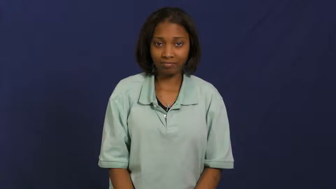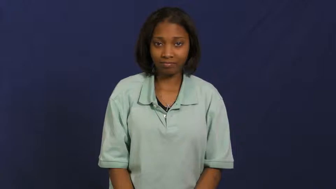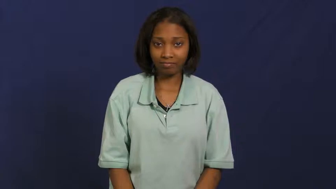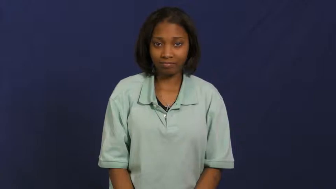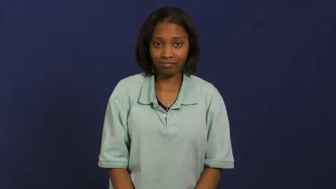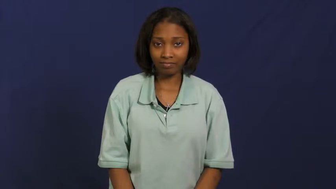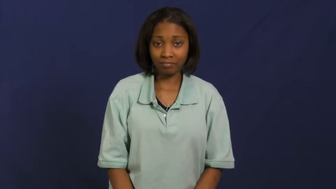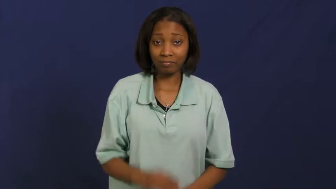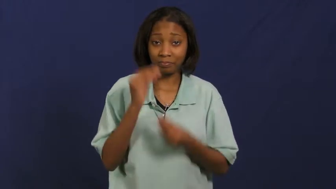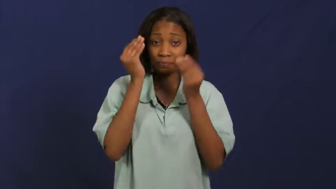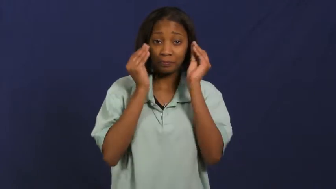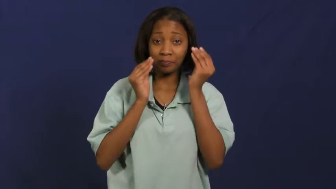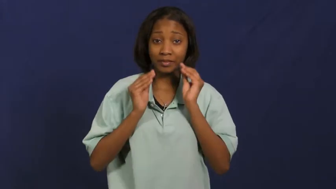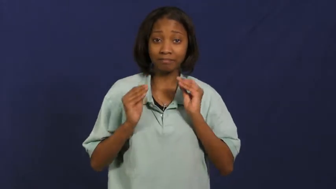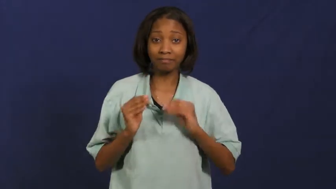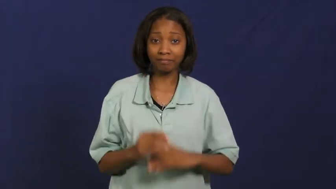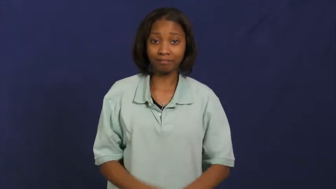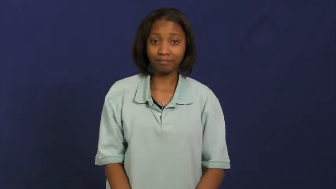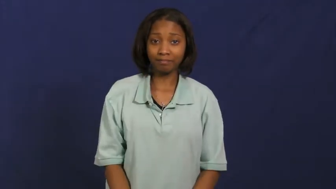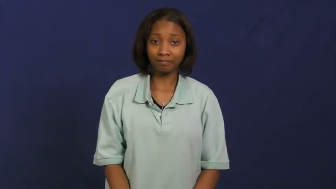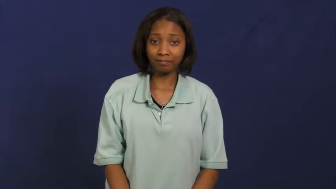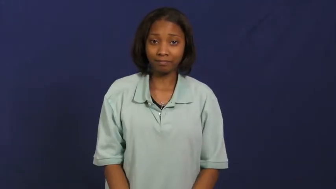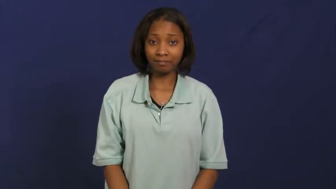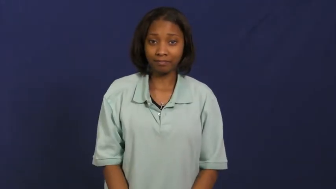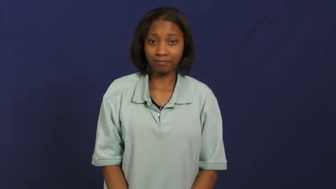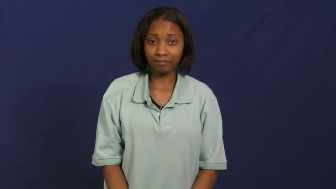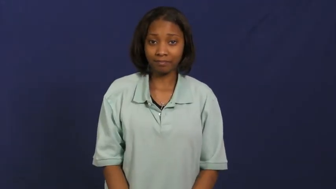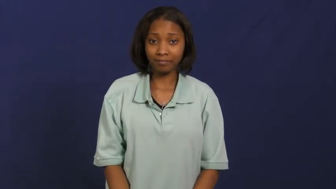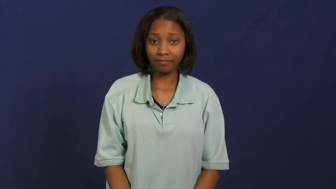makeup,make up